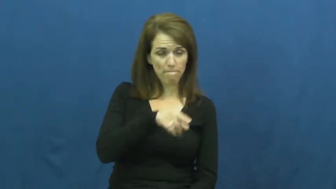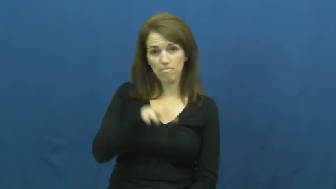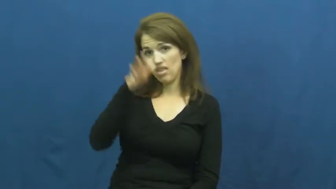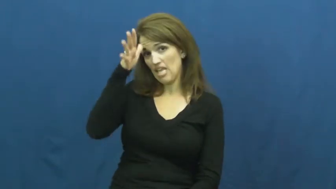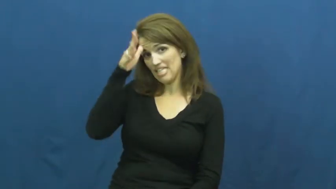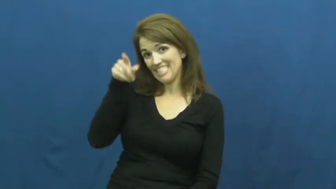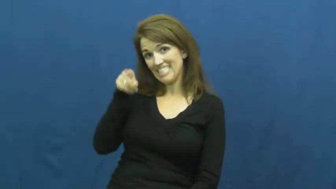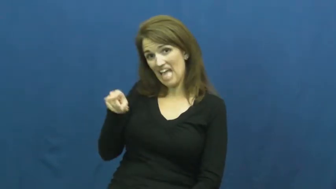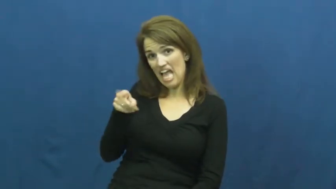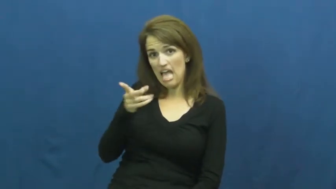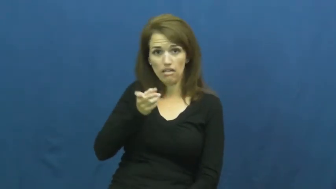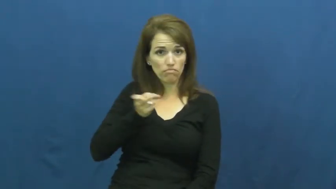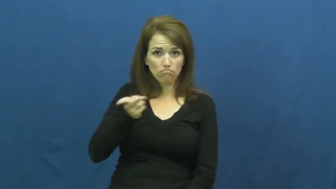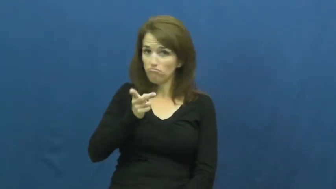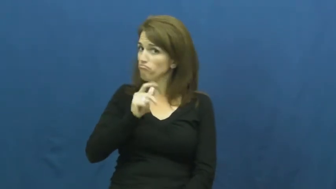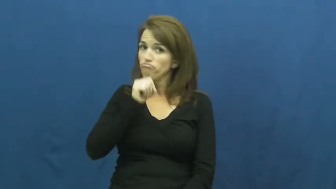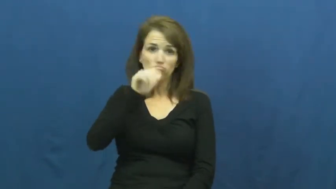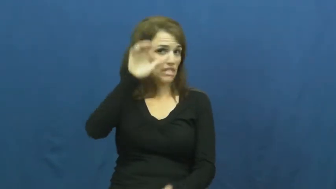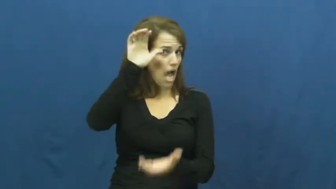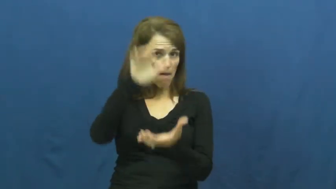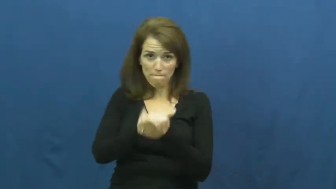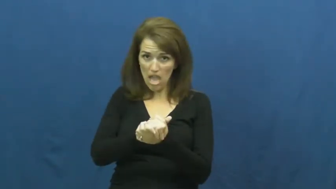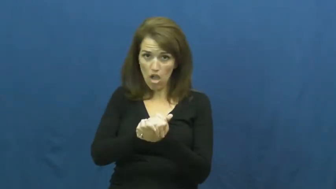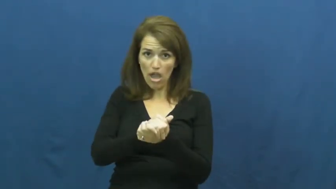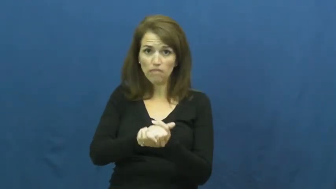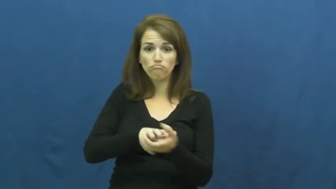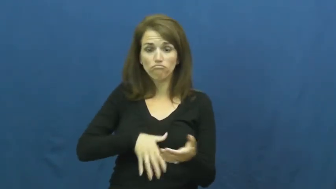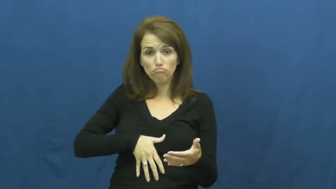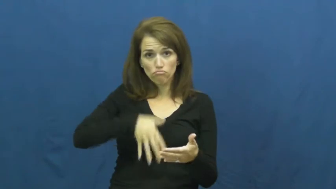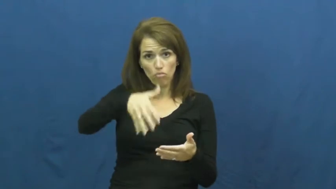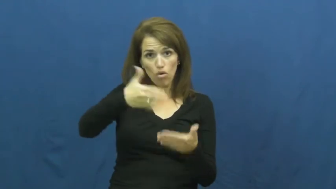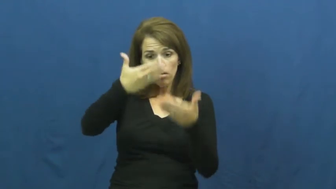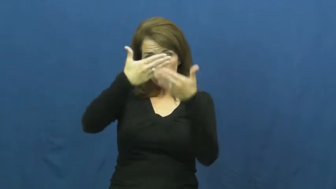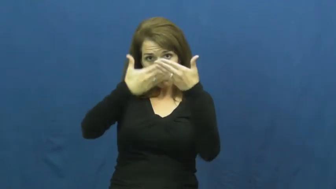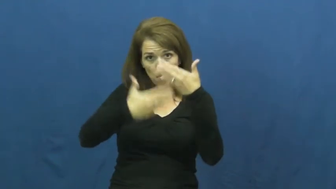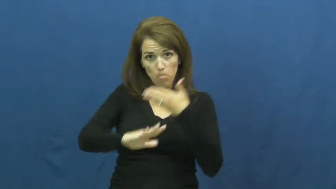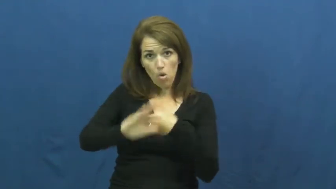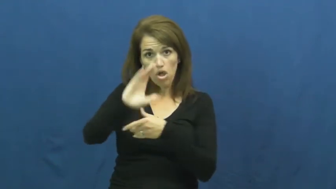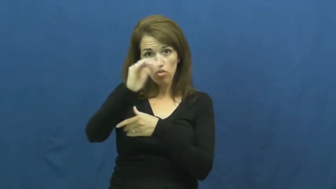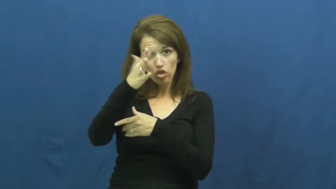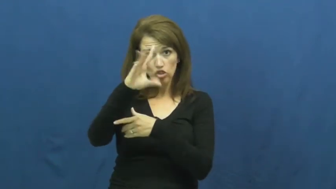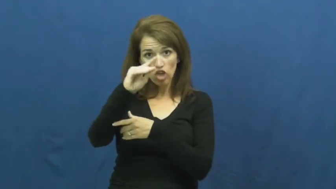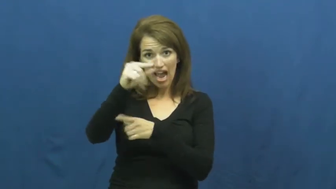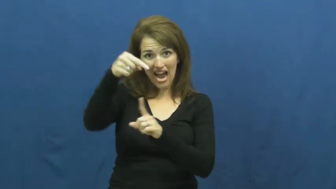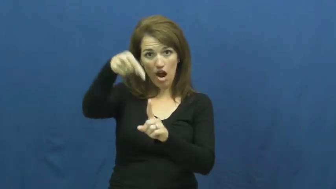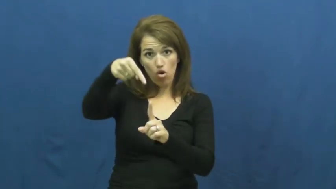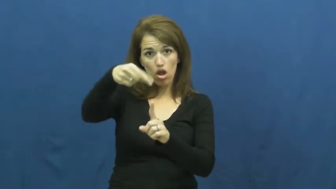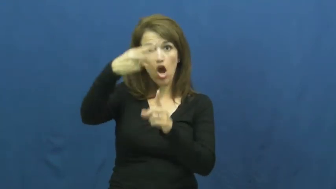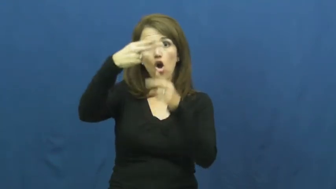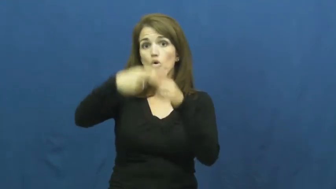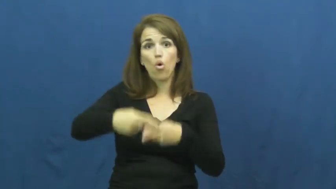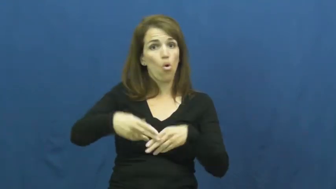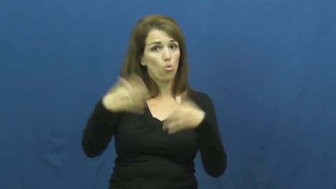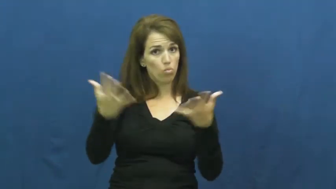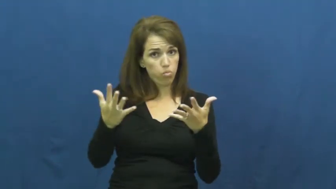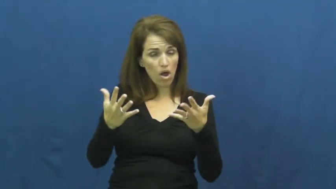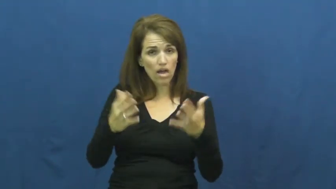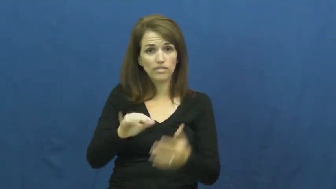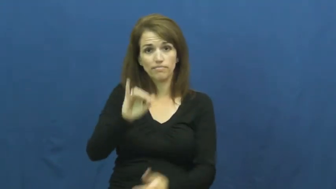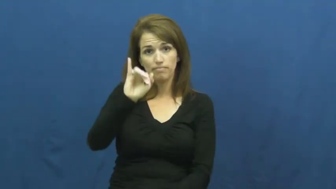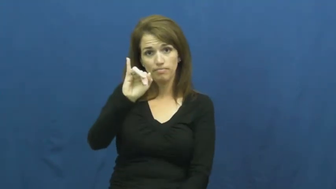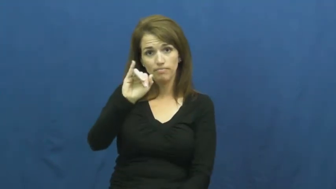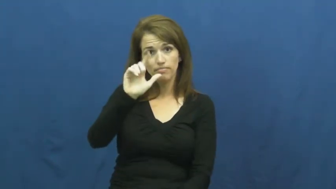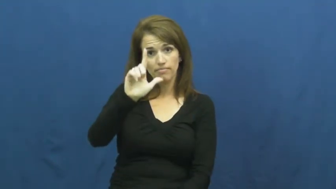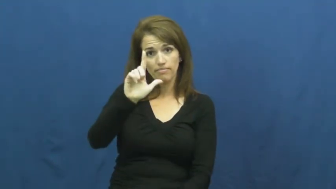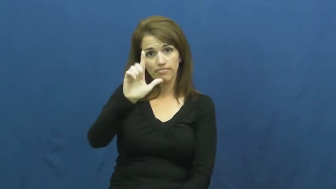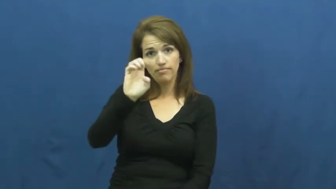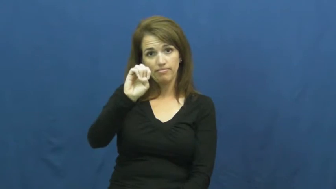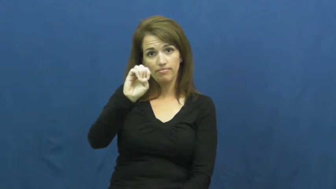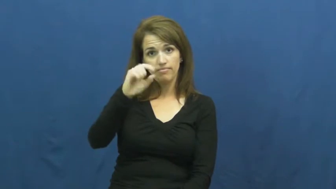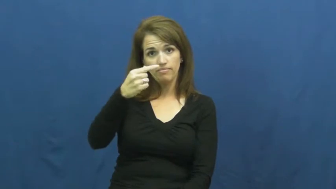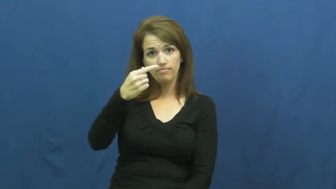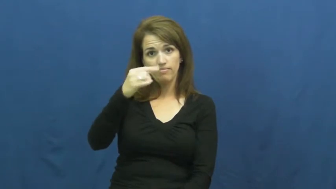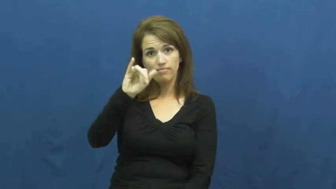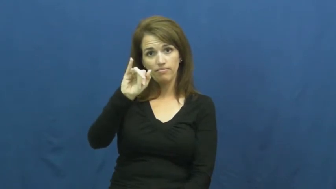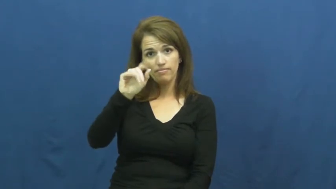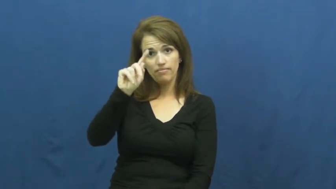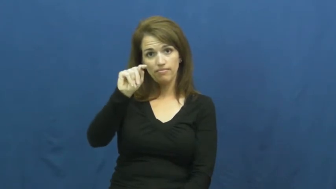illegitimate